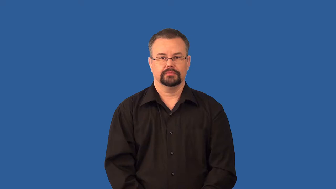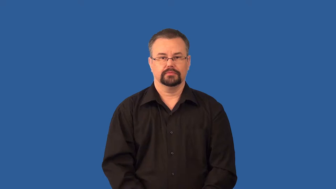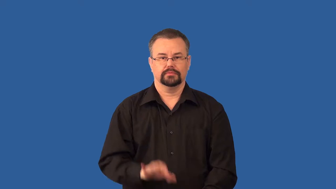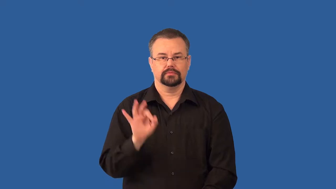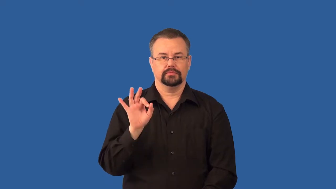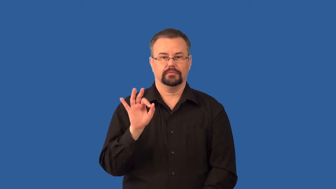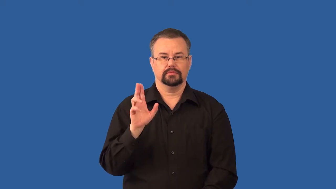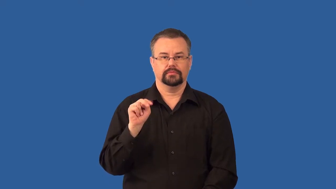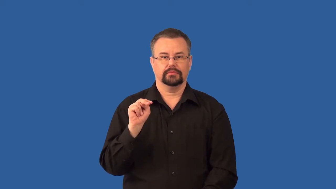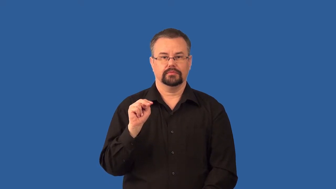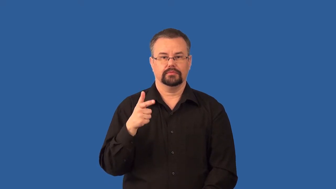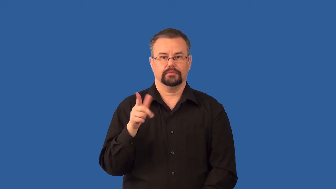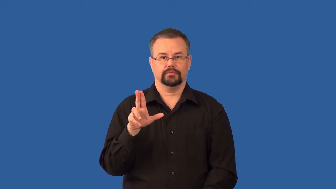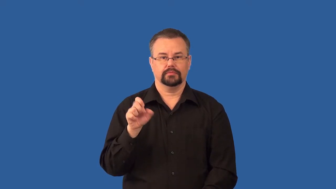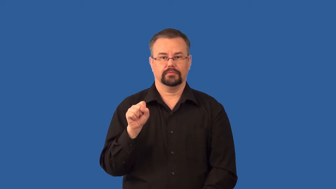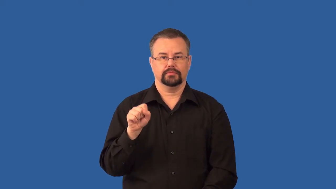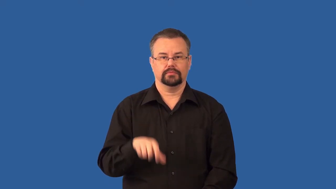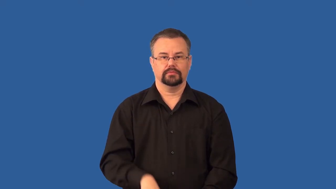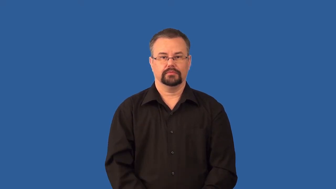fungus